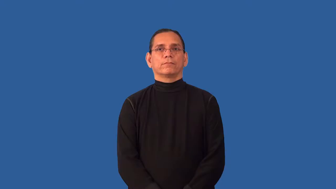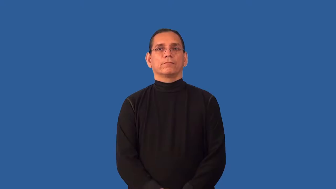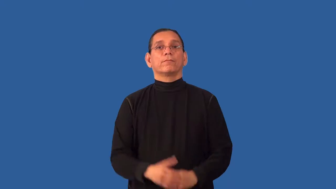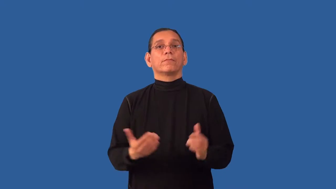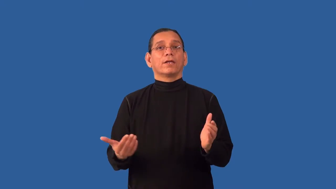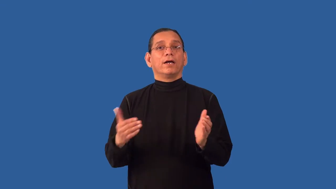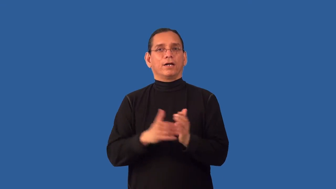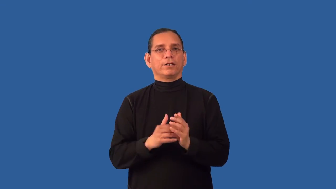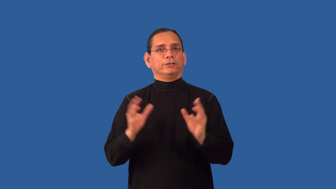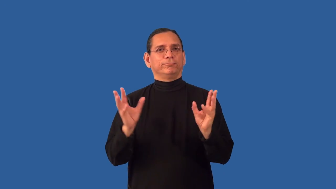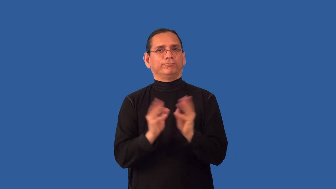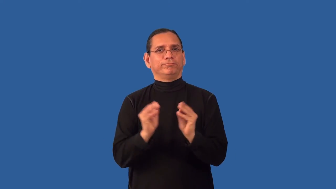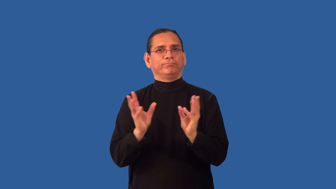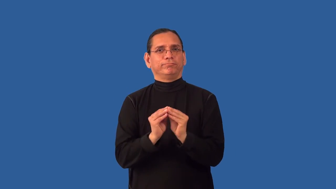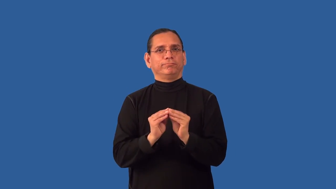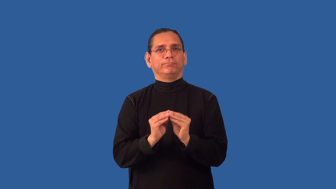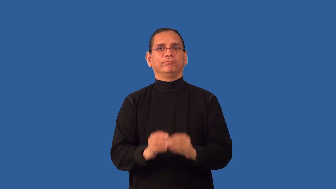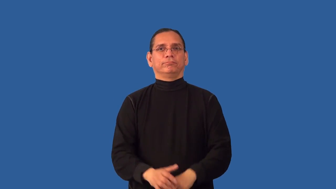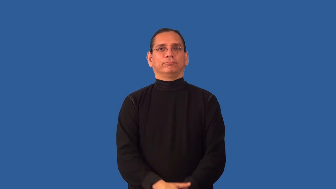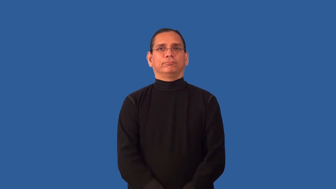reconvene